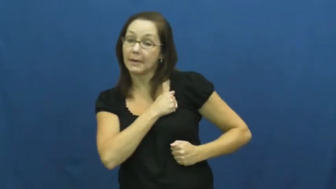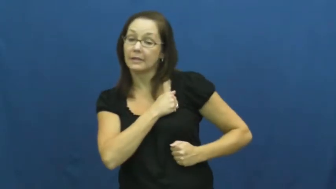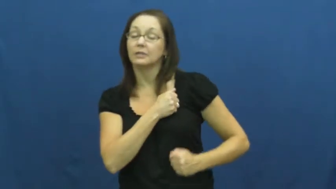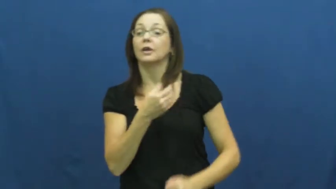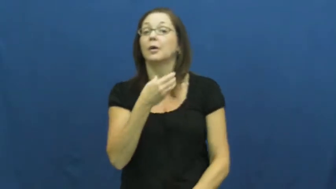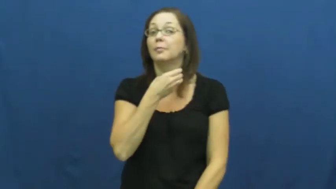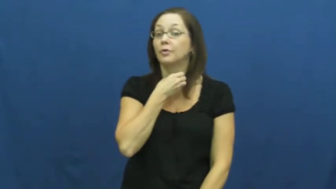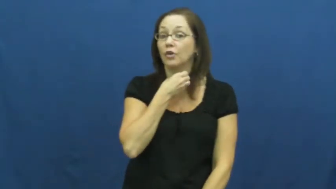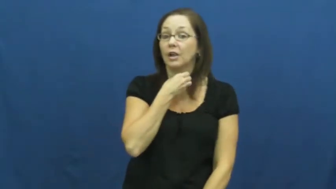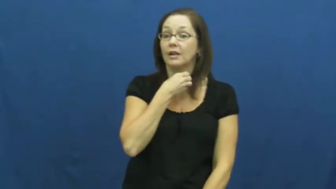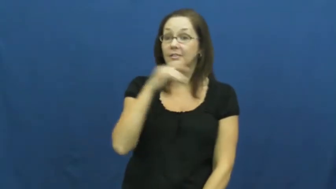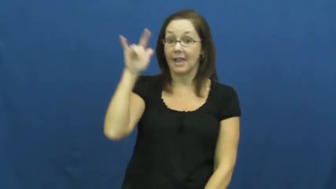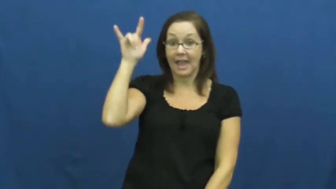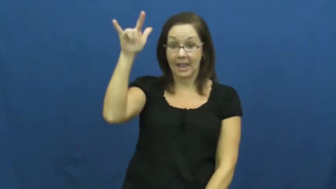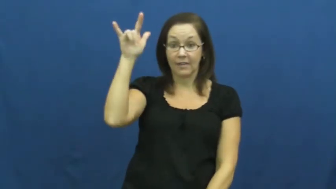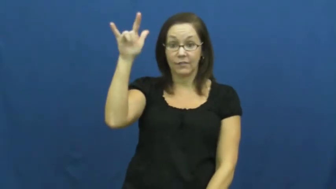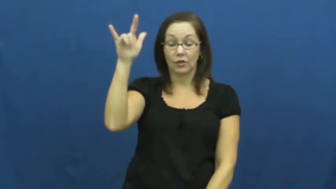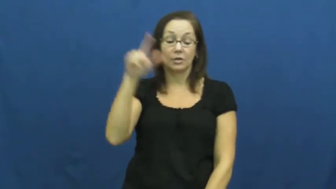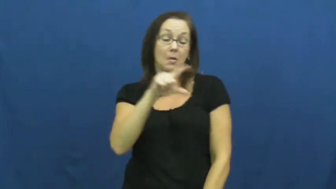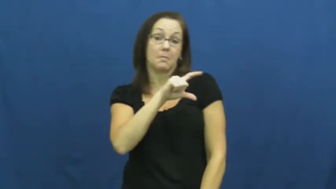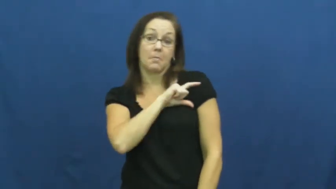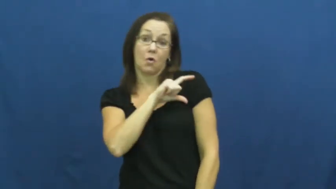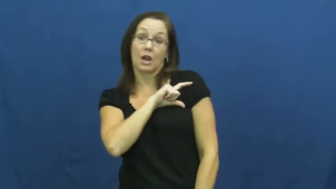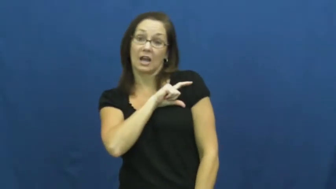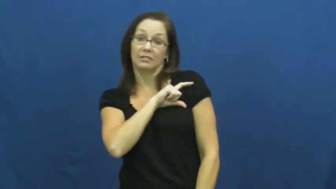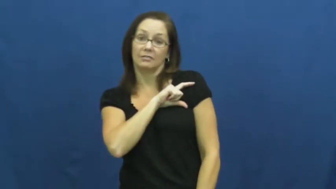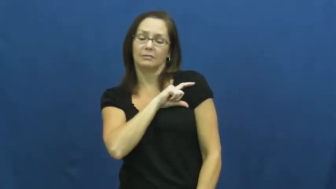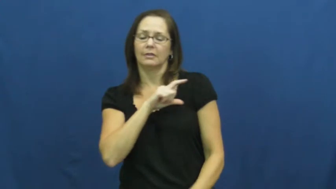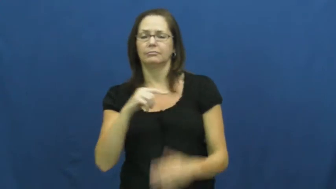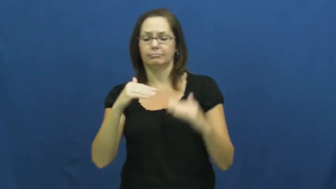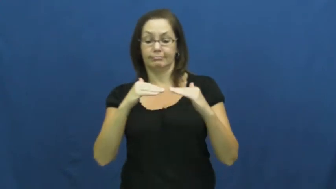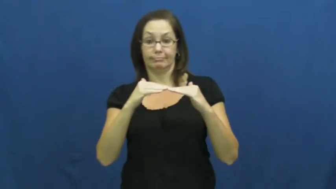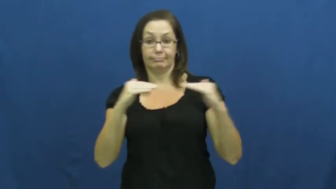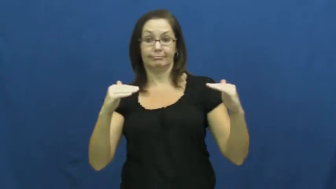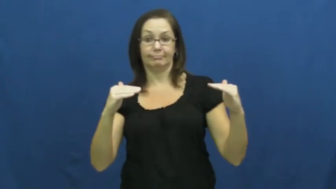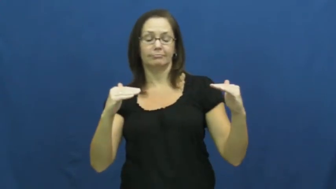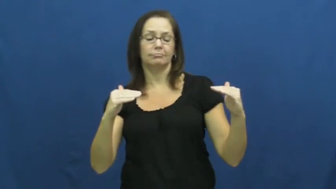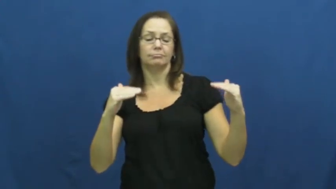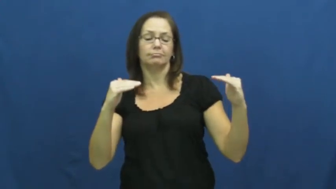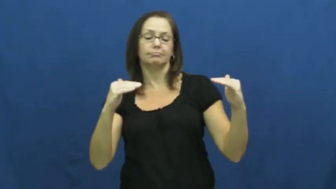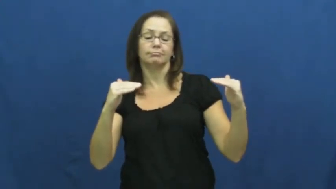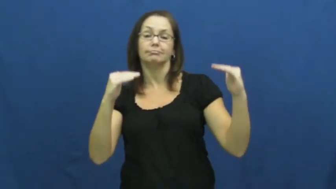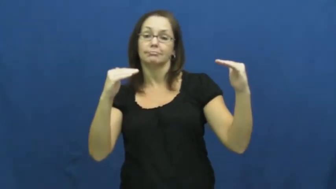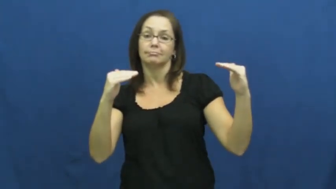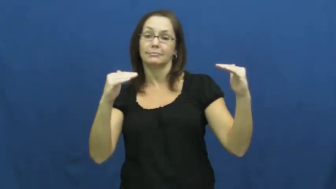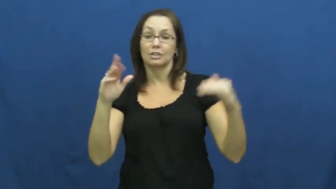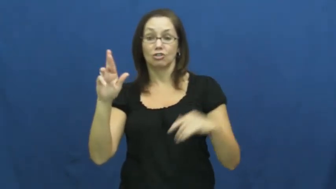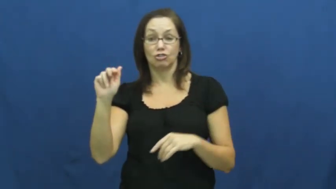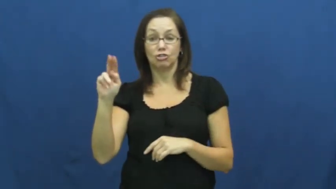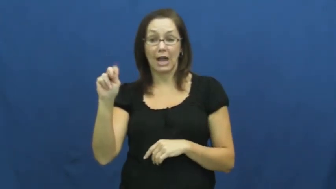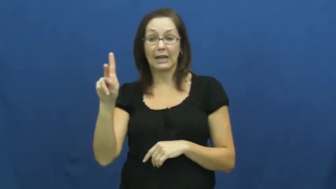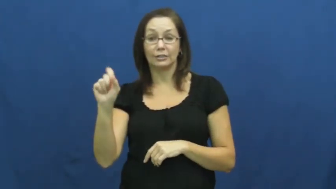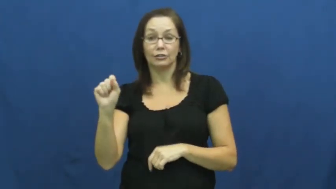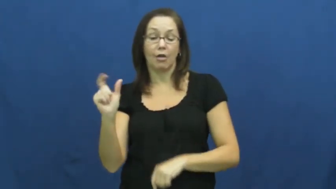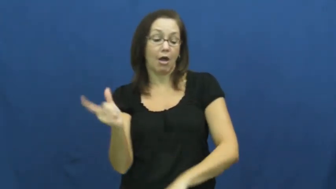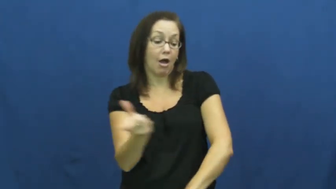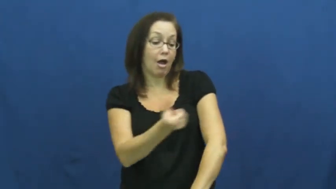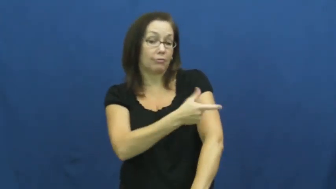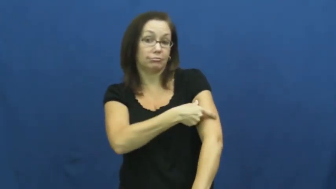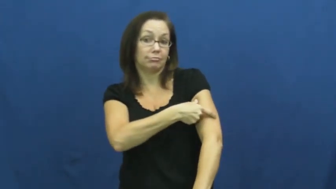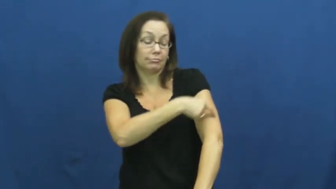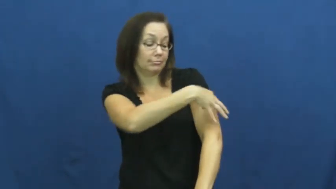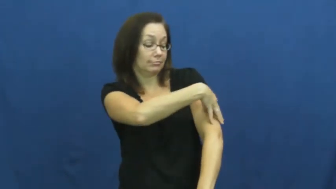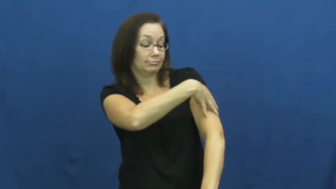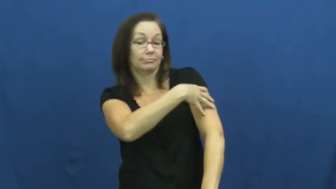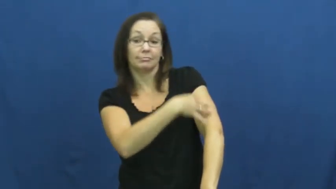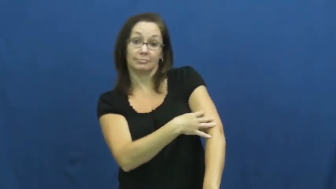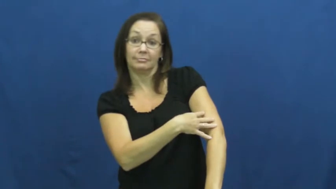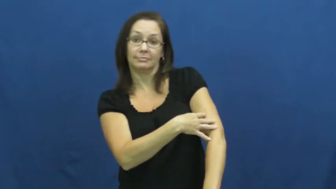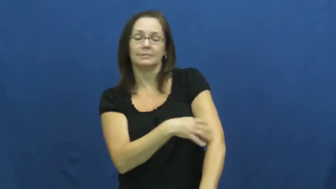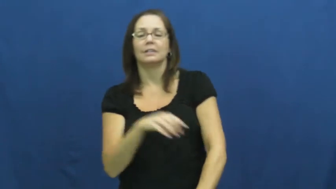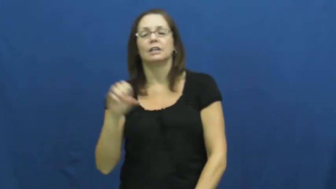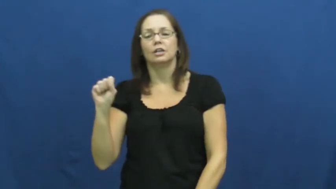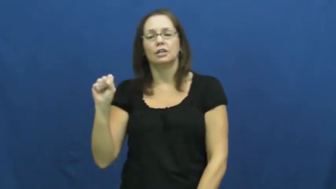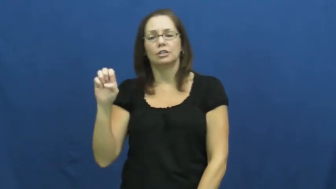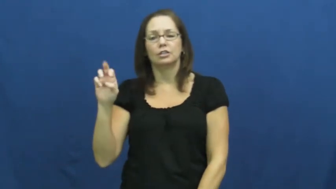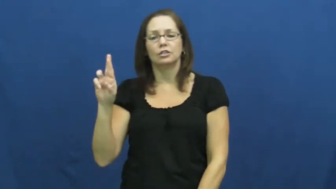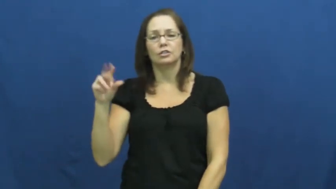sergeant